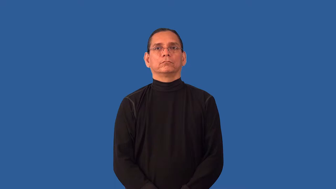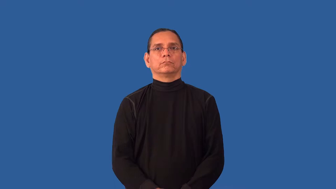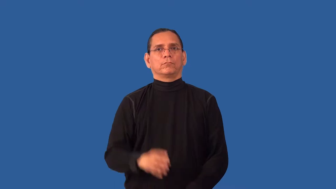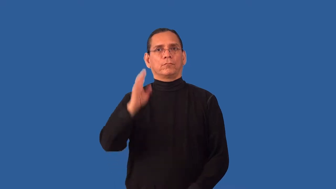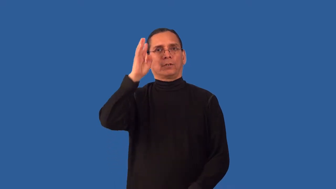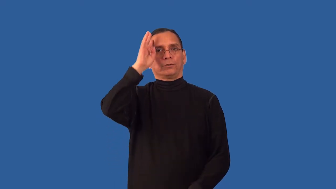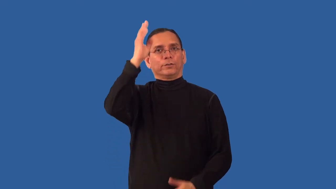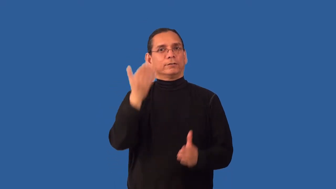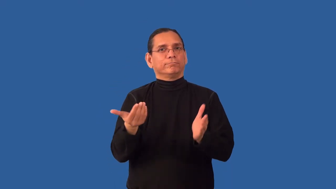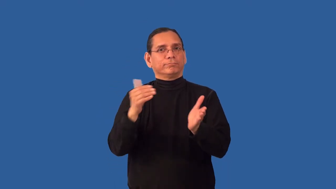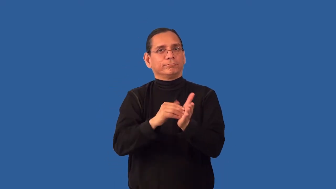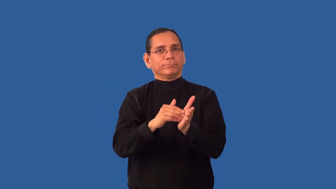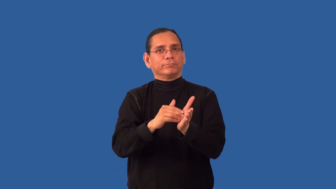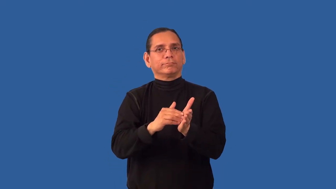recreate,reformulate,reinvent